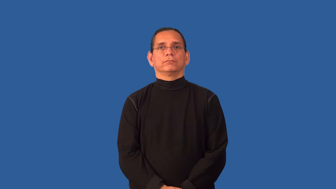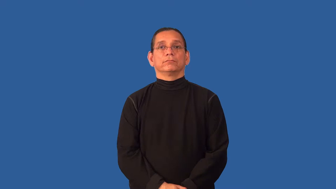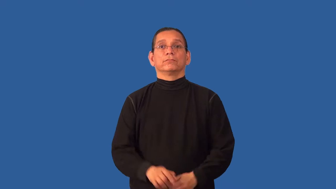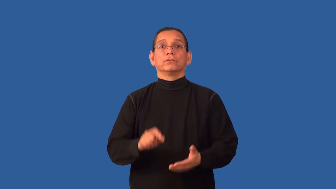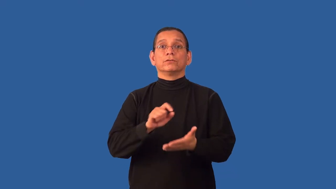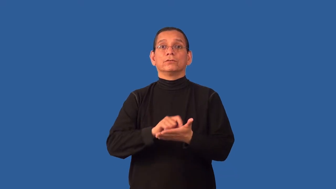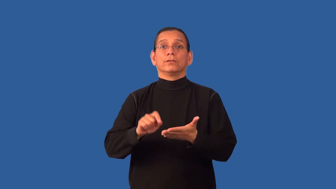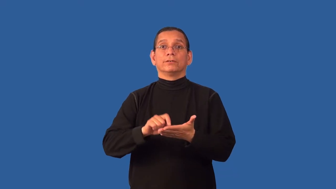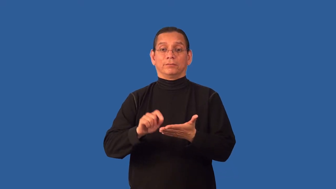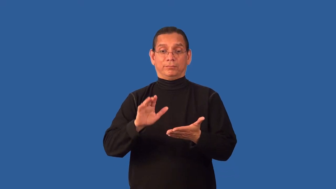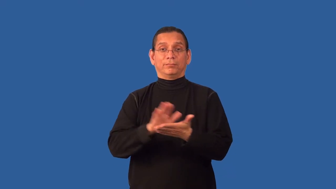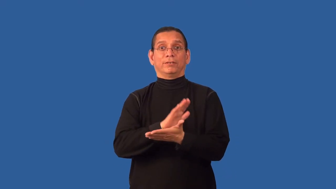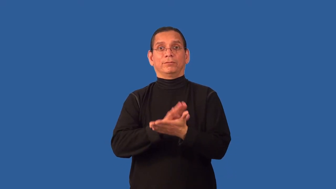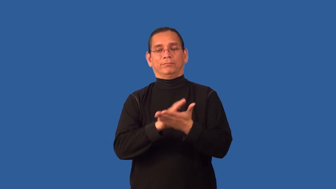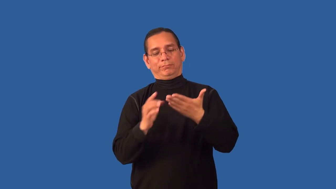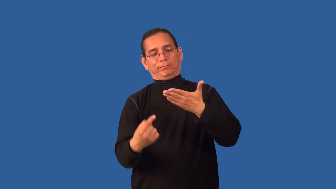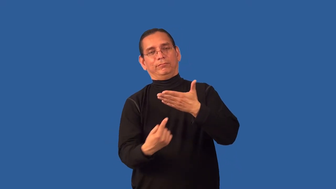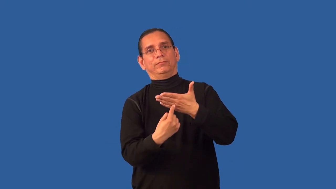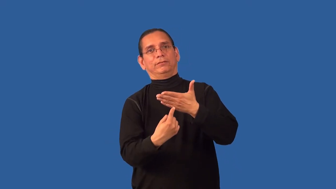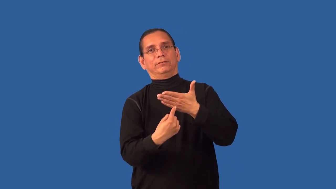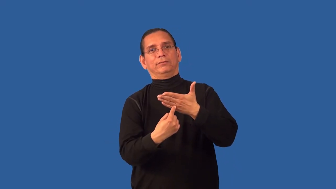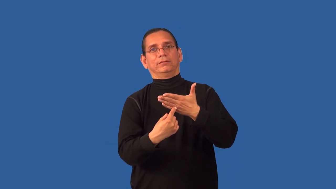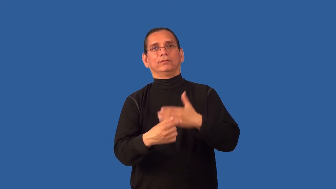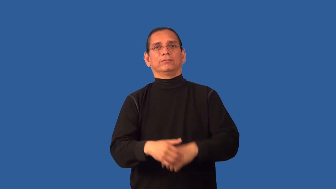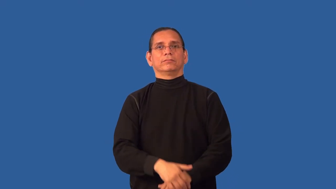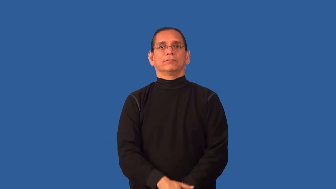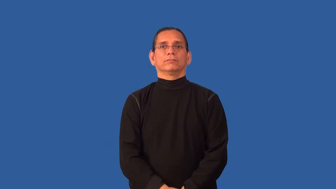back-paper